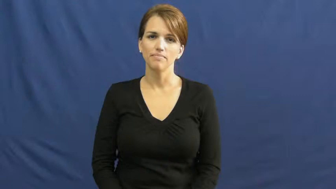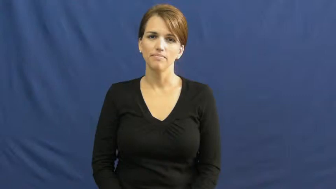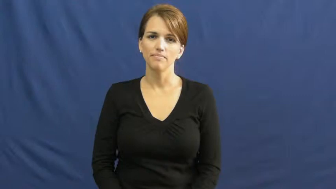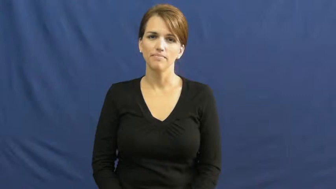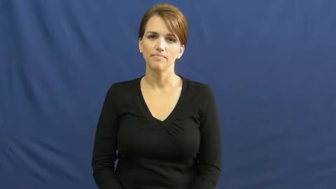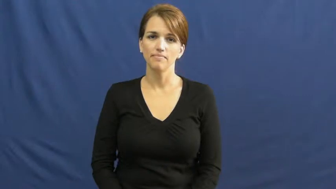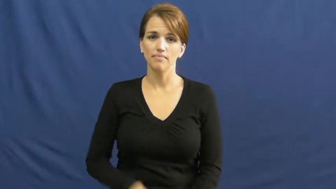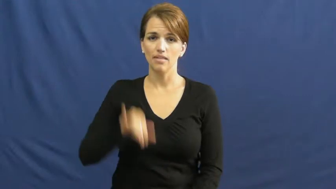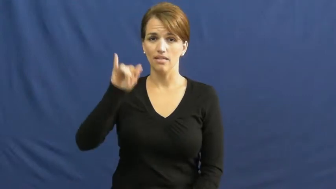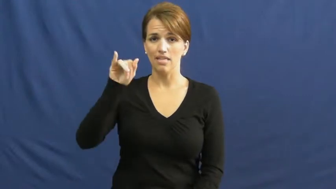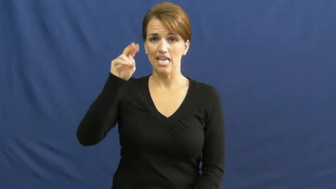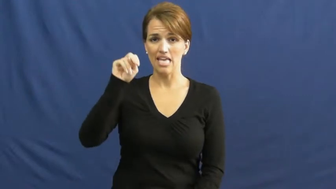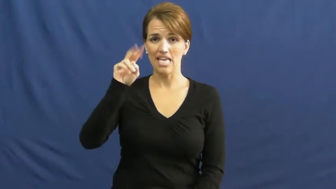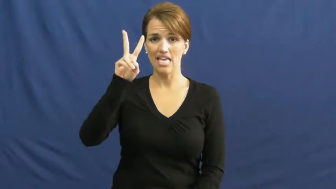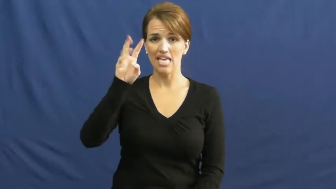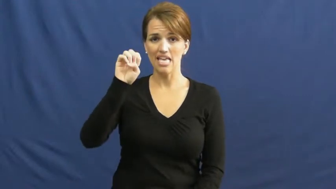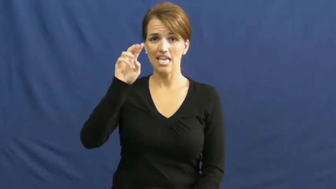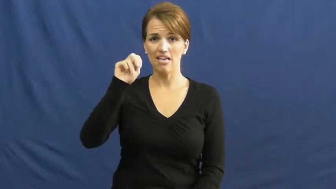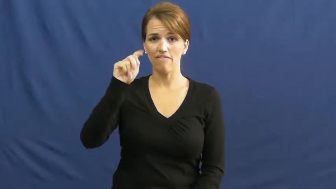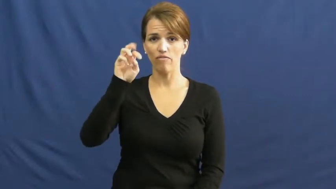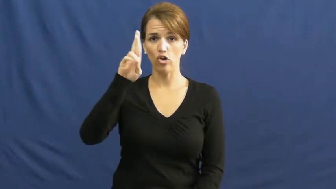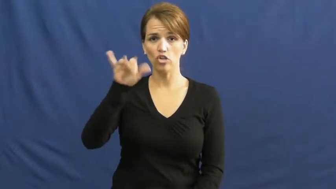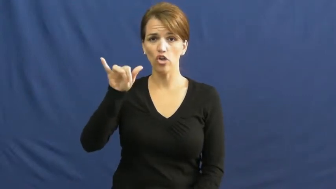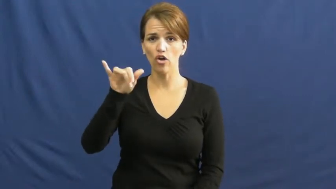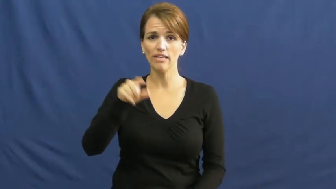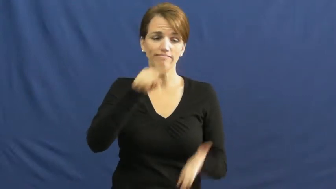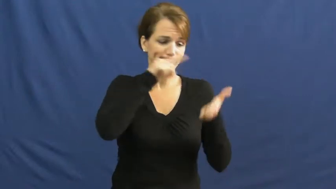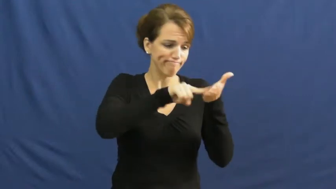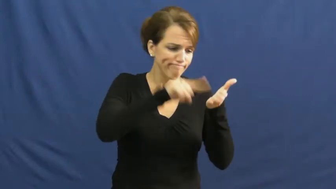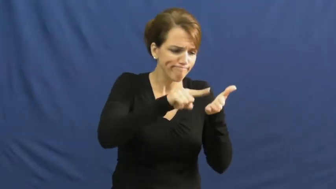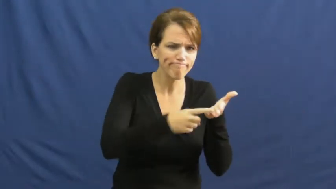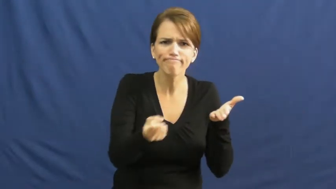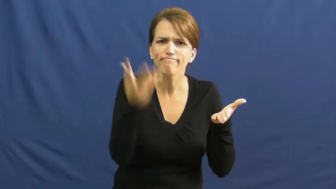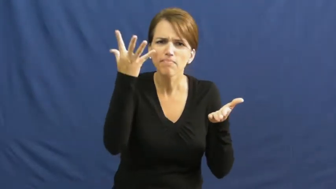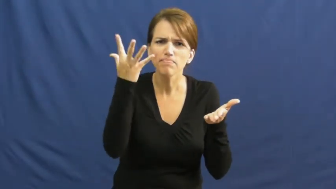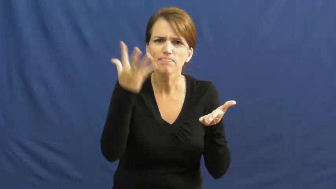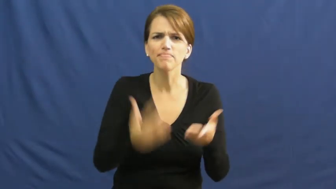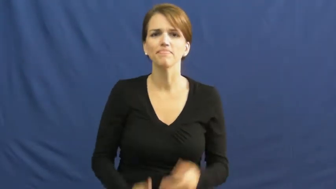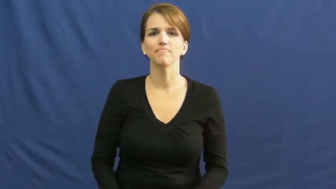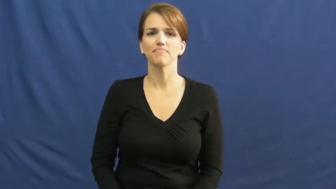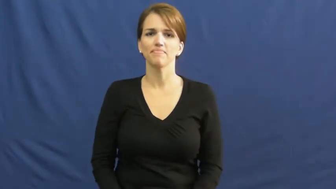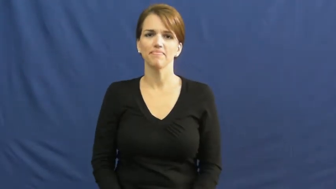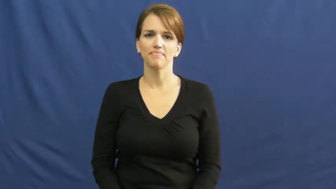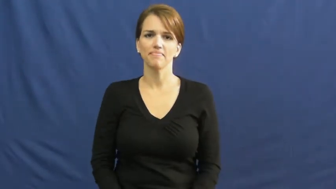inventory